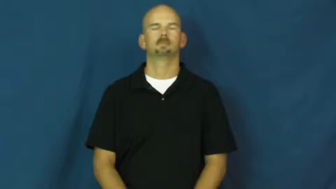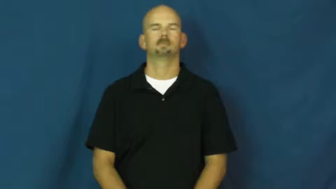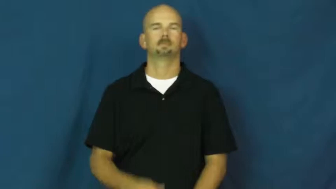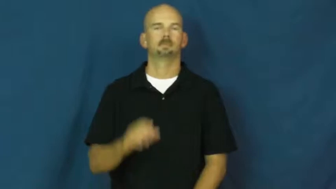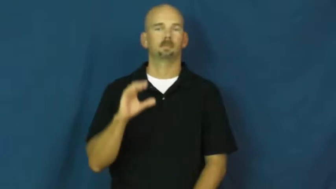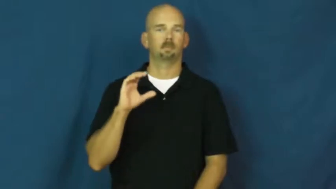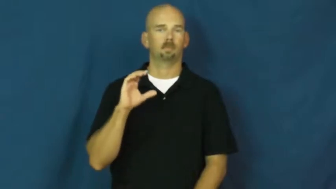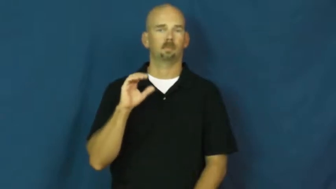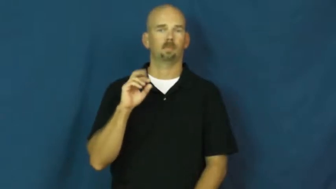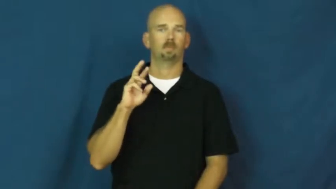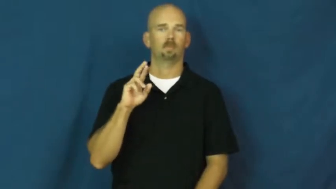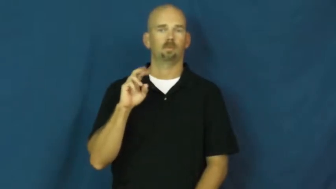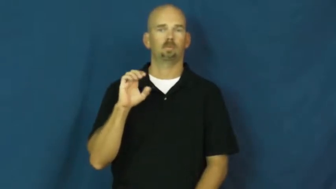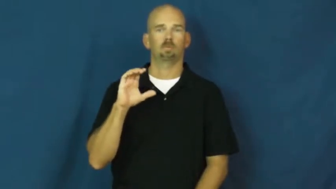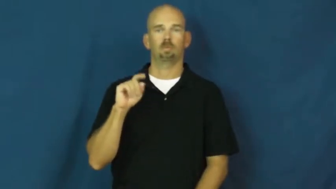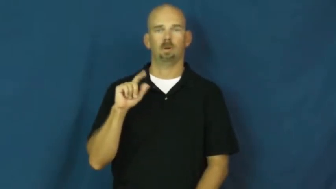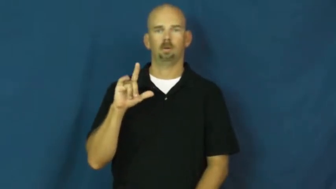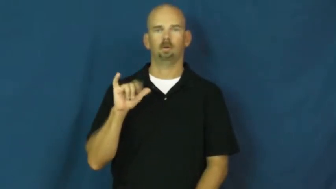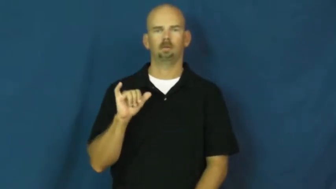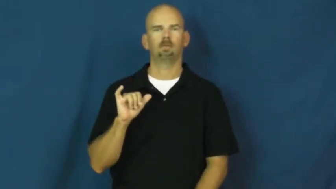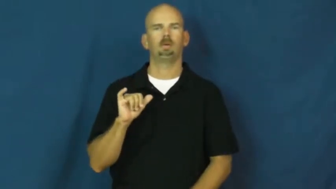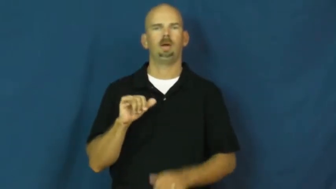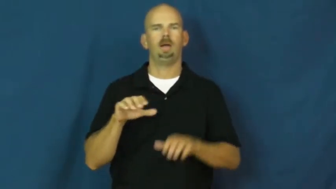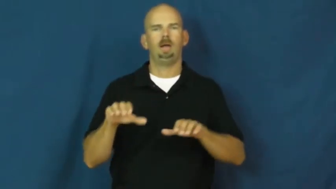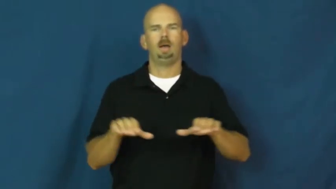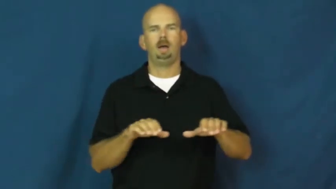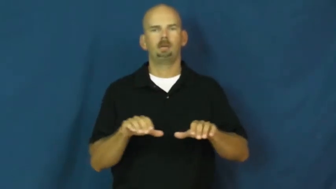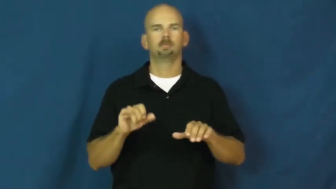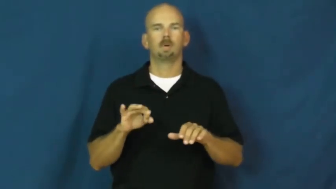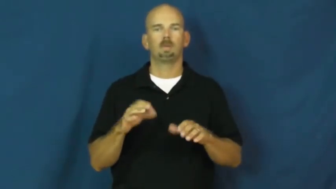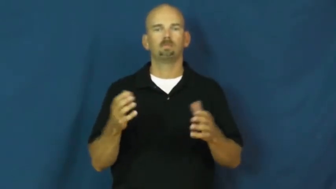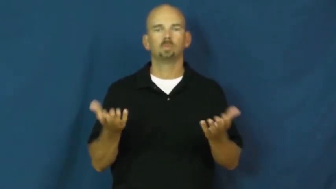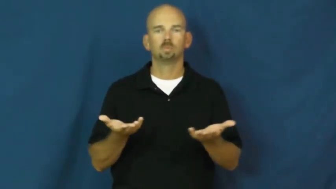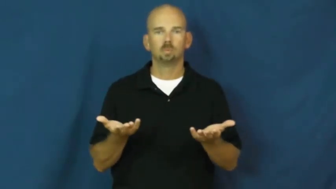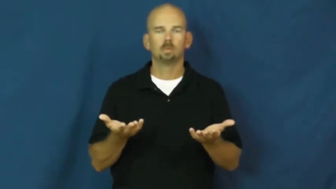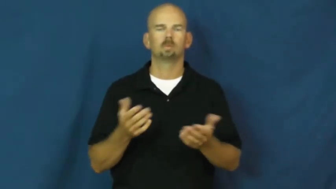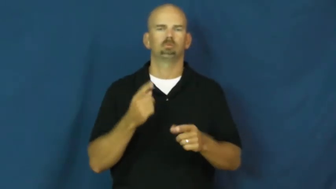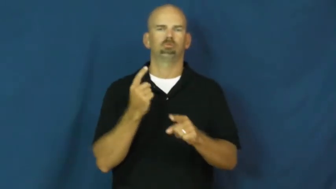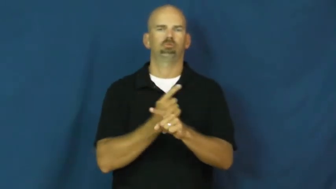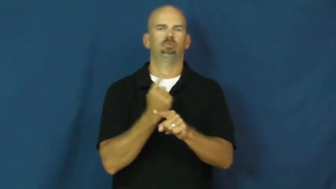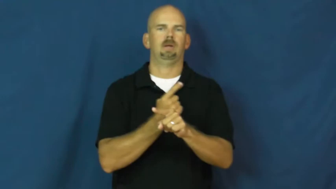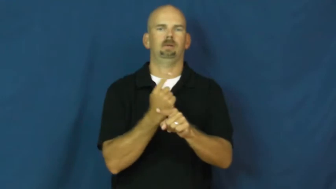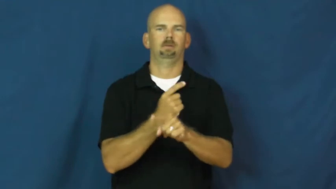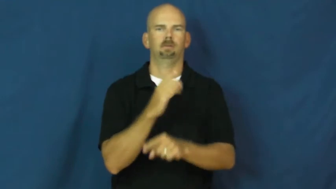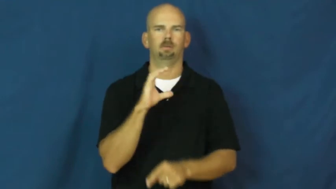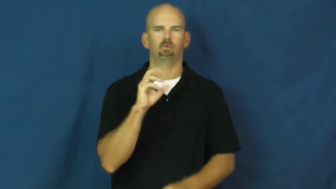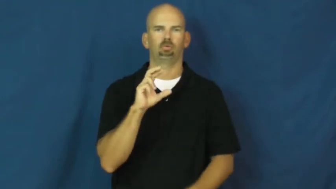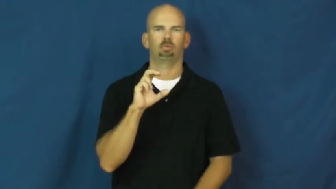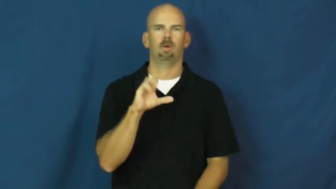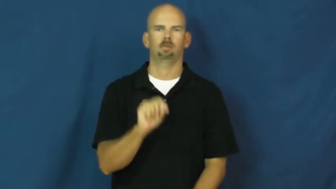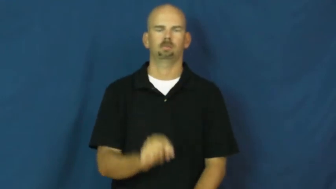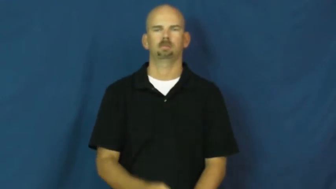correctly